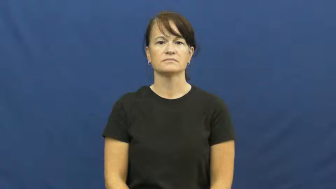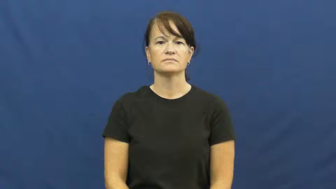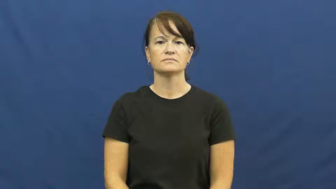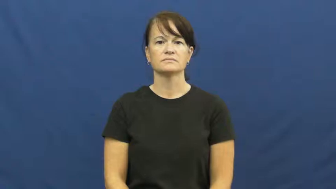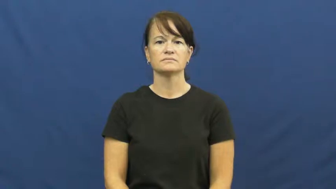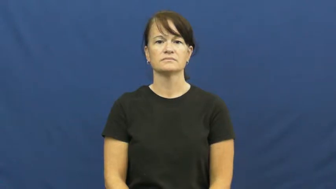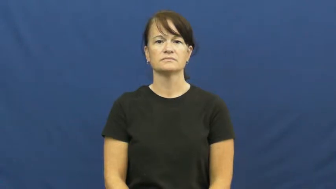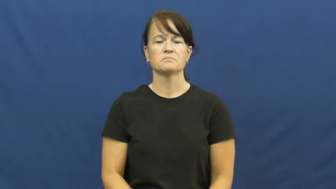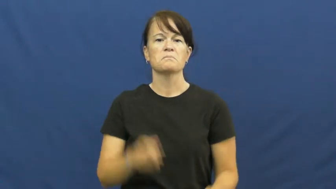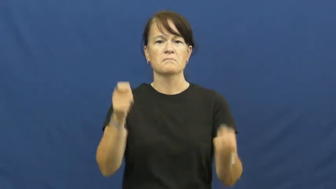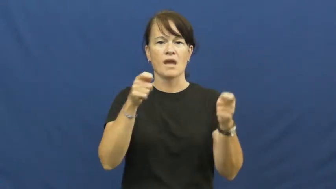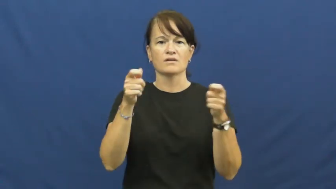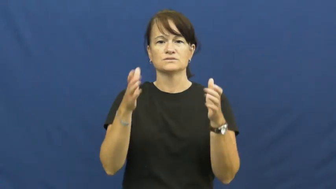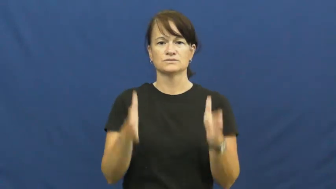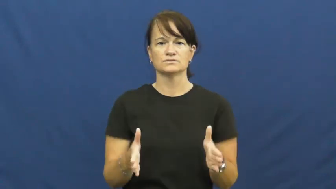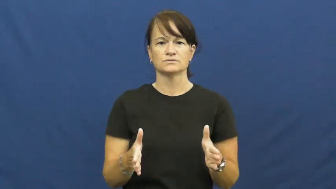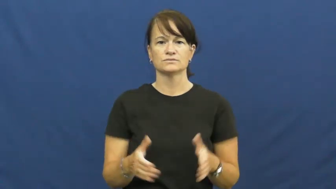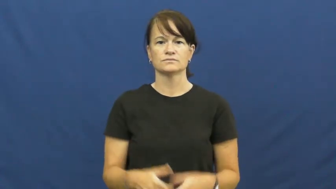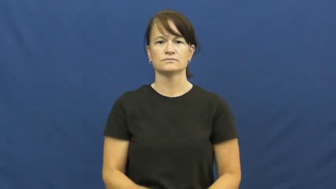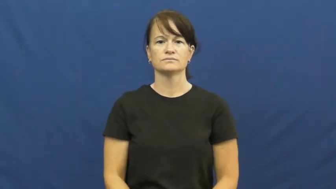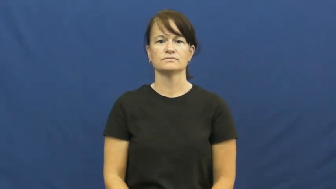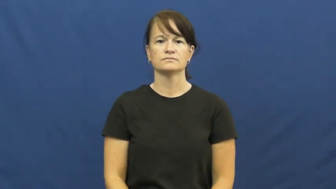manager,curator,custodian,executor,gaffer,administrator,officiator,authority